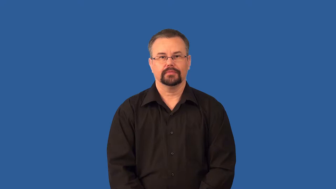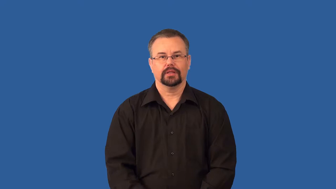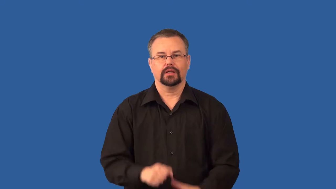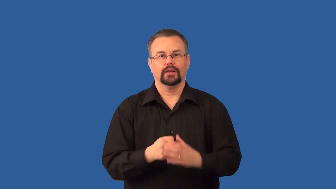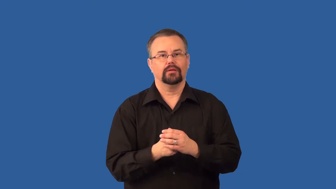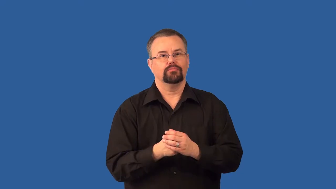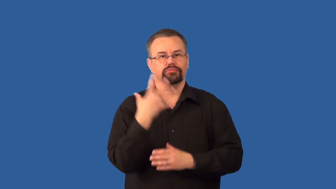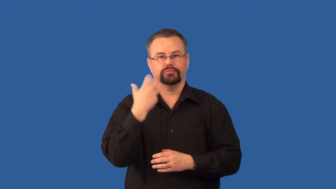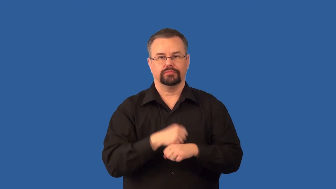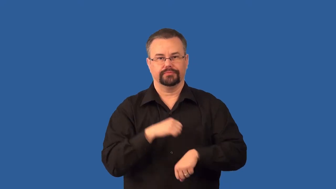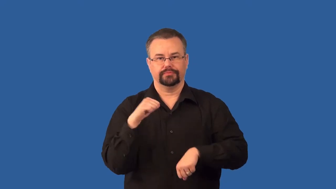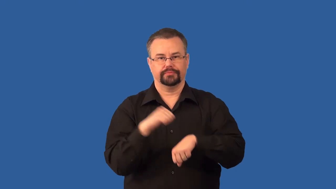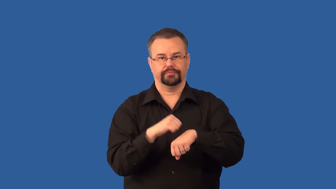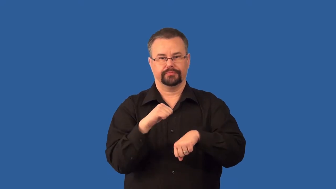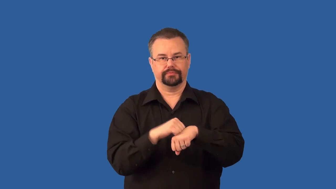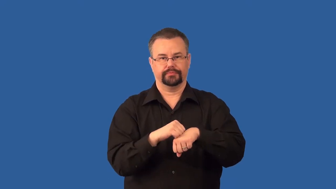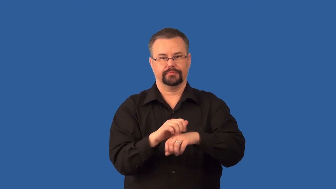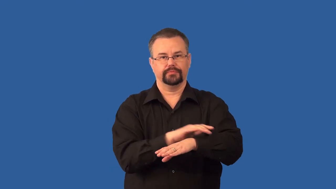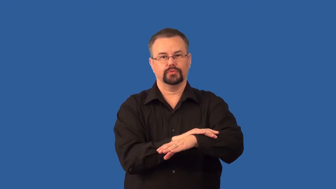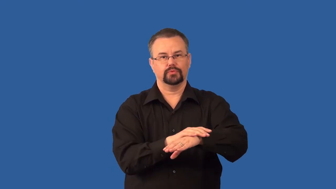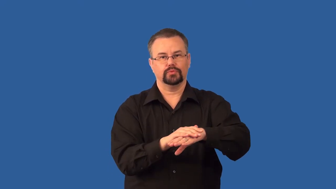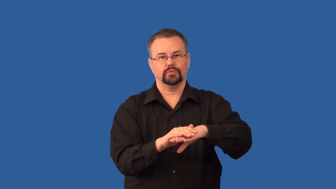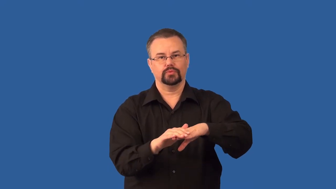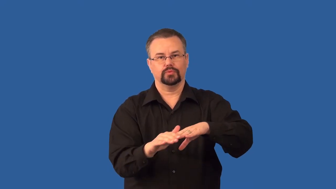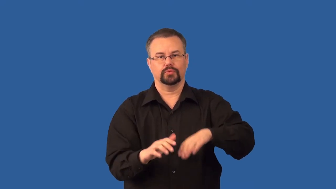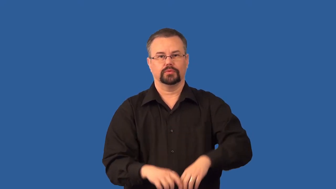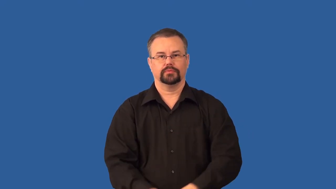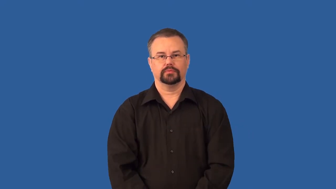extrusive